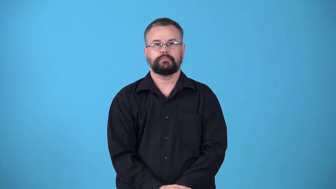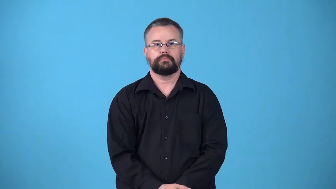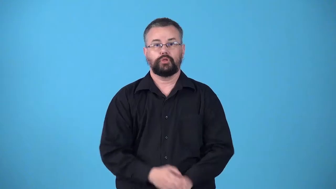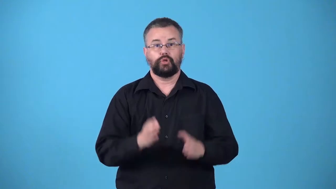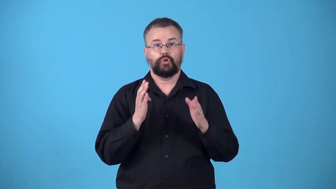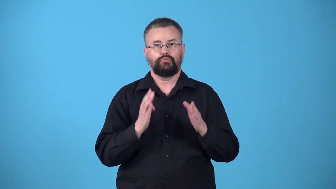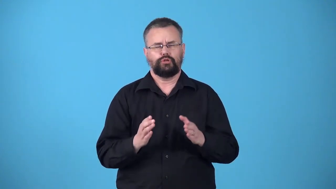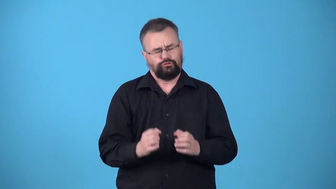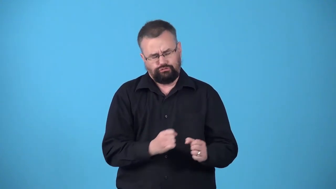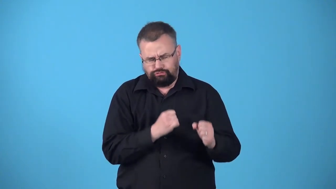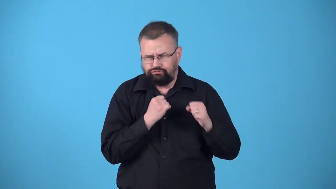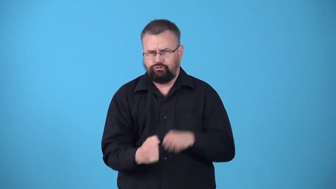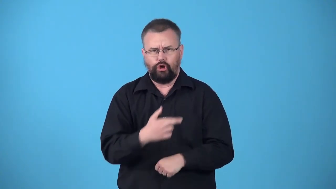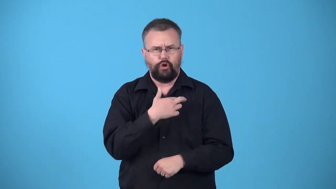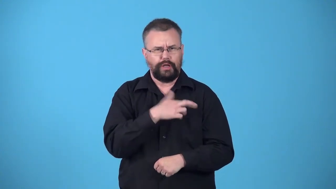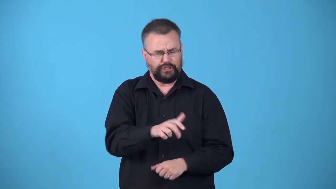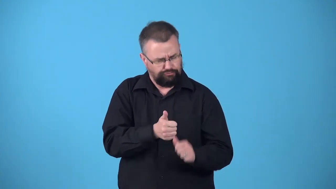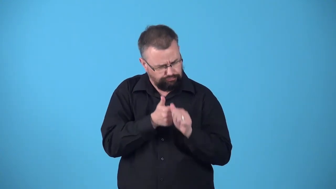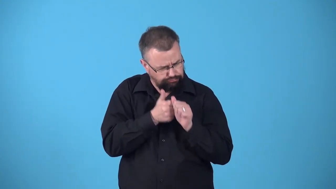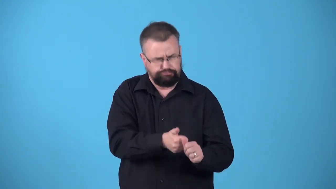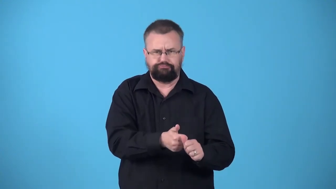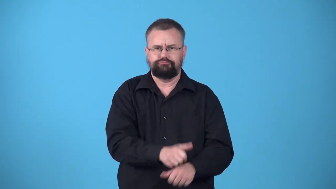votary-someone who is a very enthusiastic follower of a particular religion